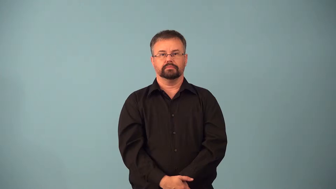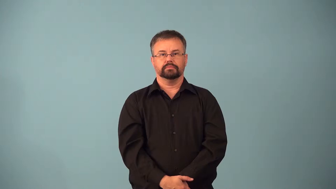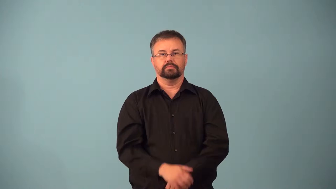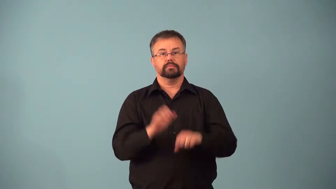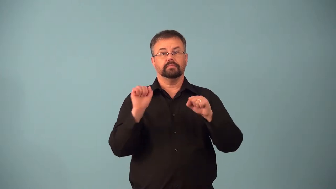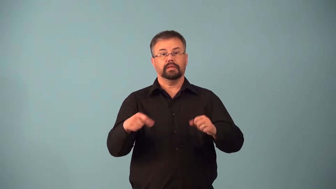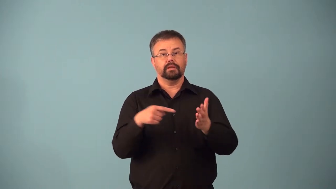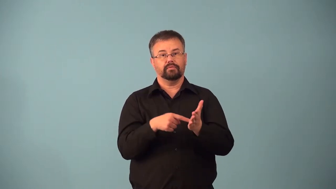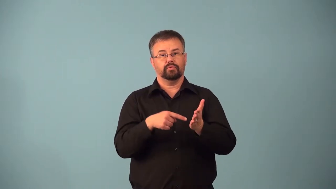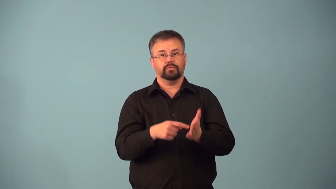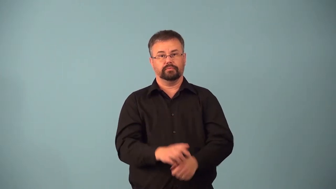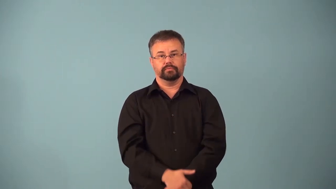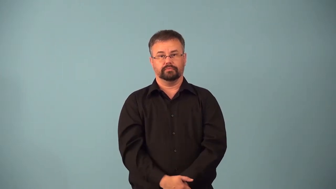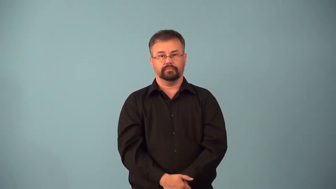affordable